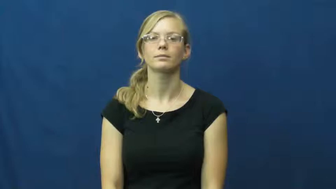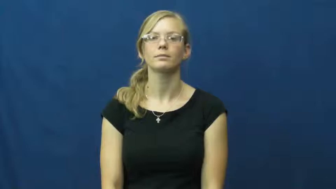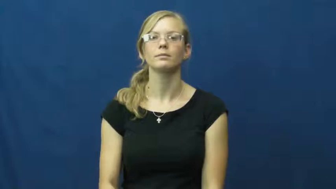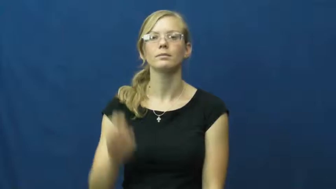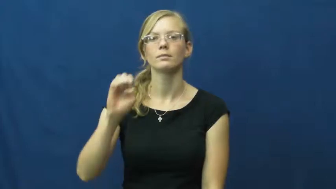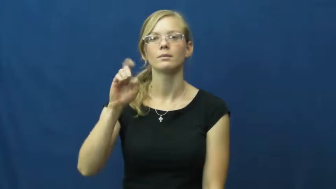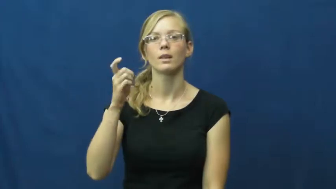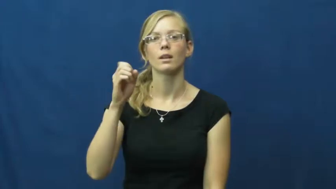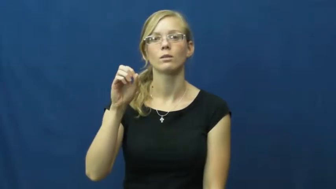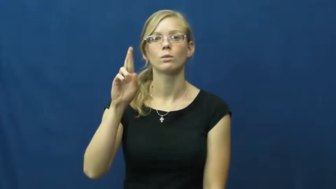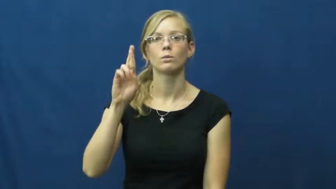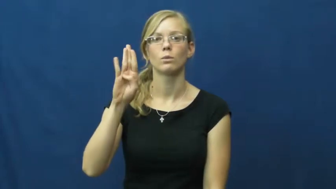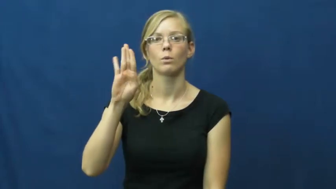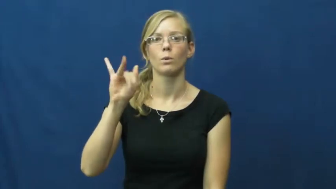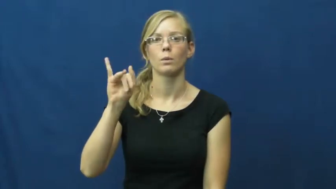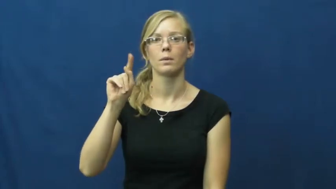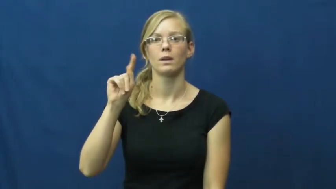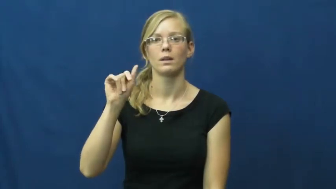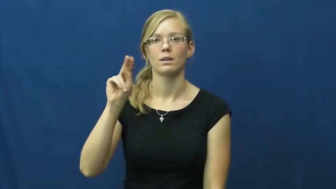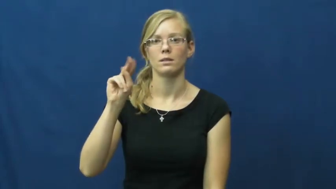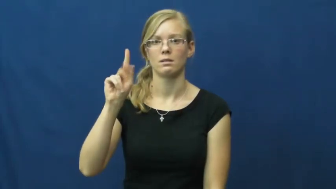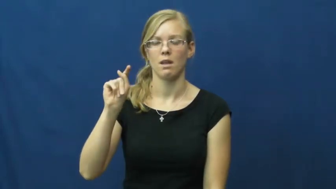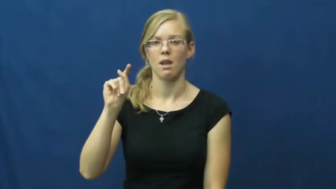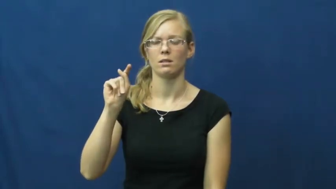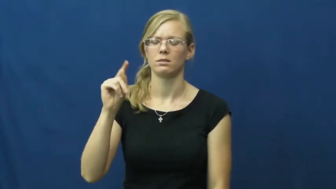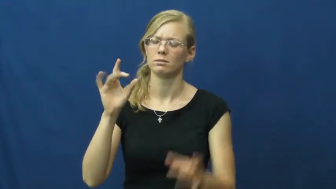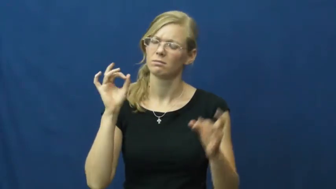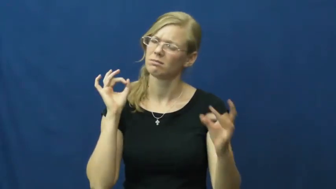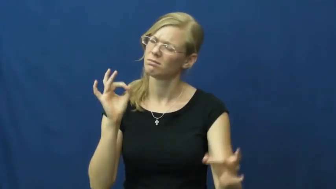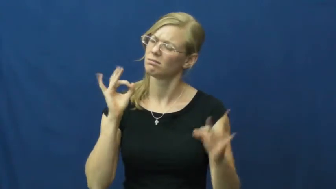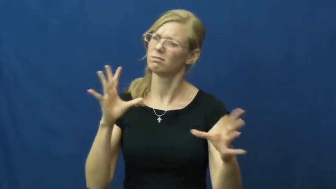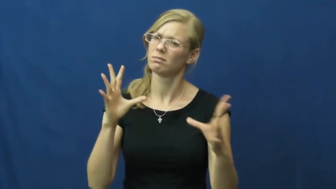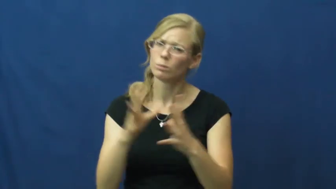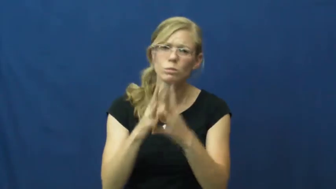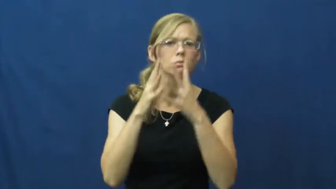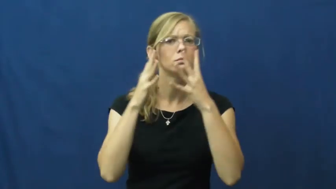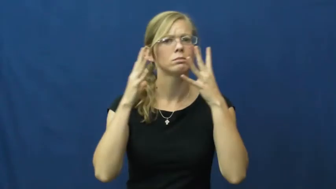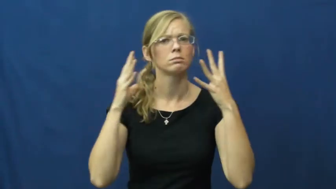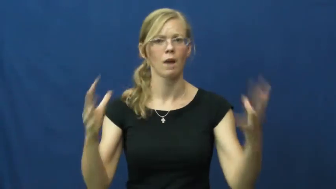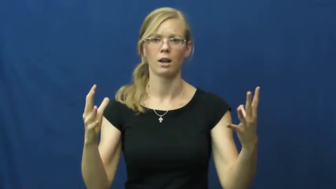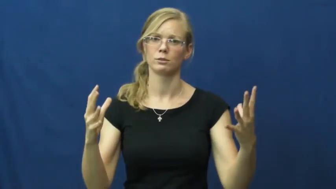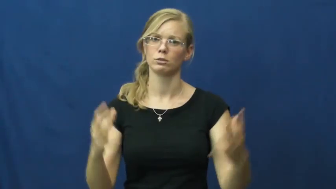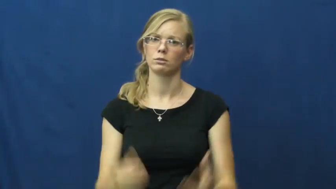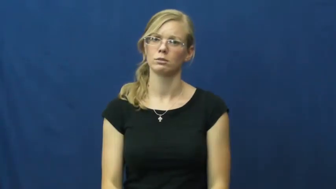exorbitant